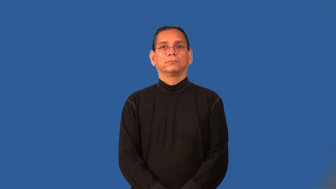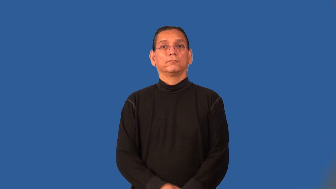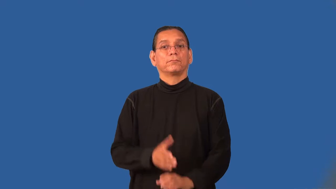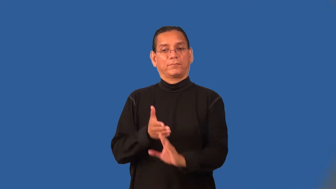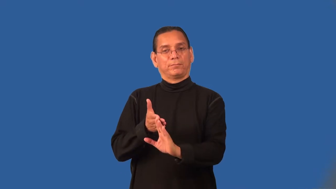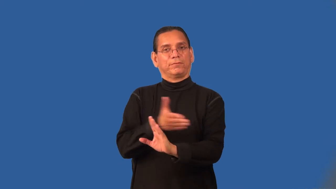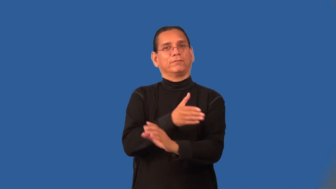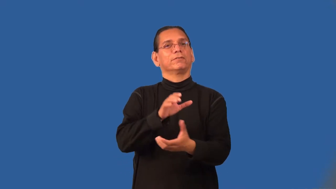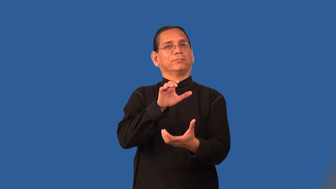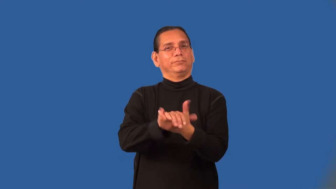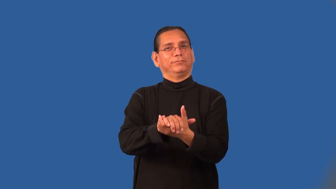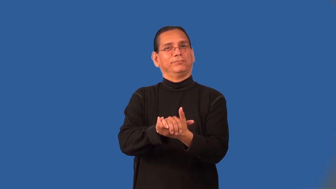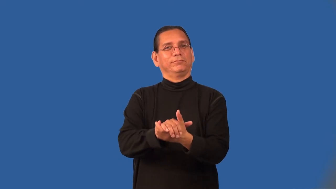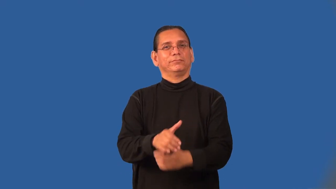prenupital